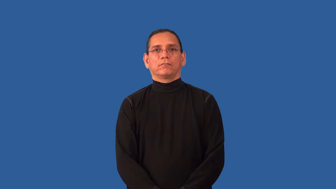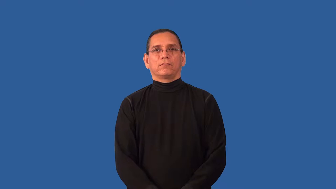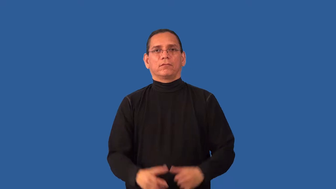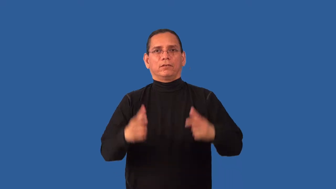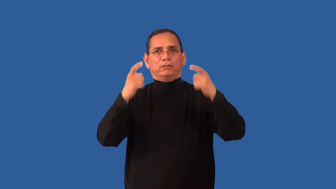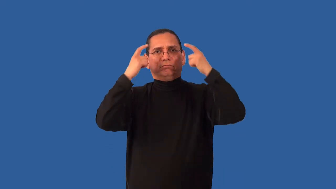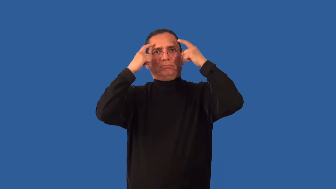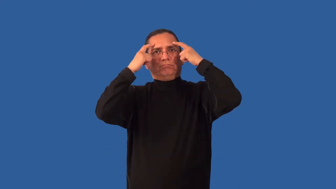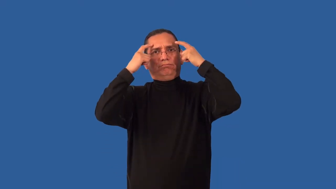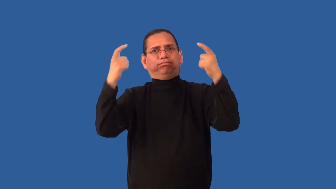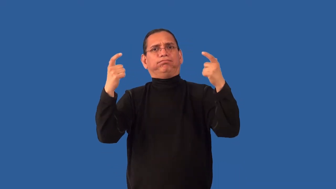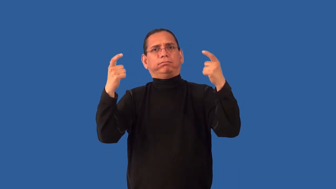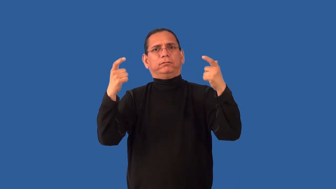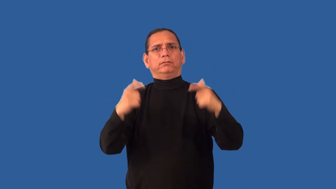immodest-bold